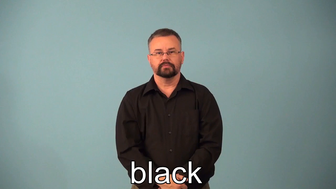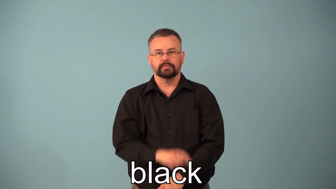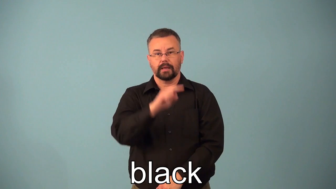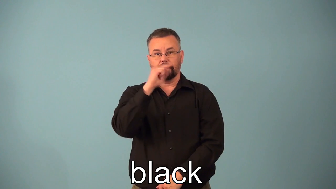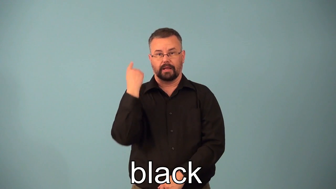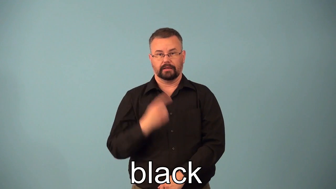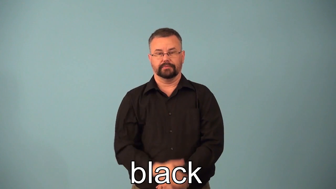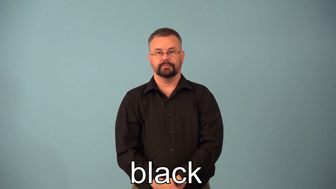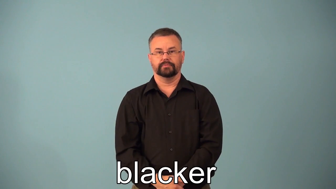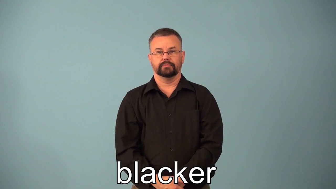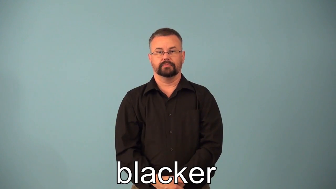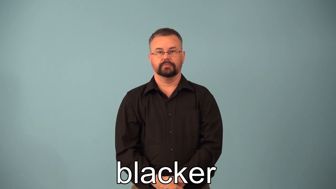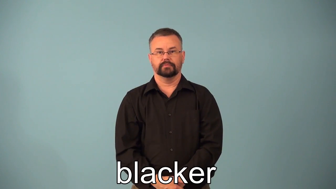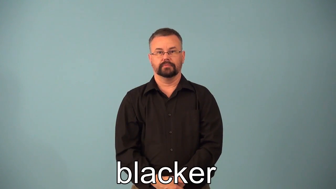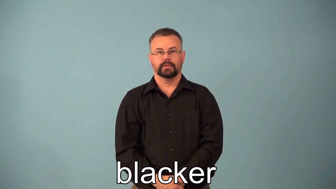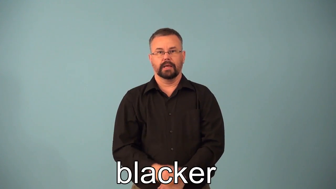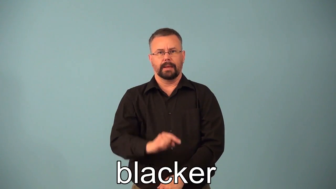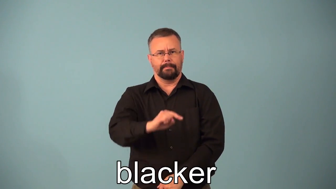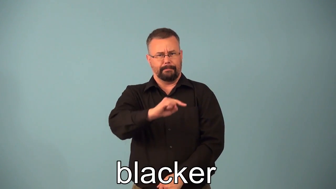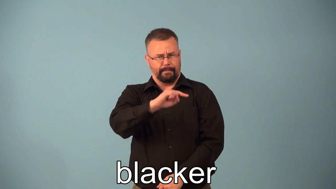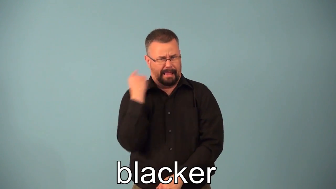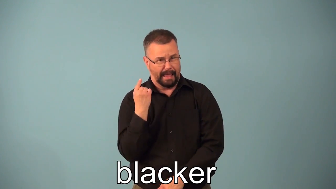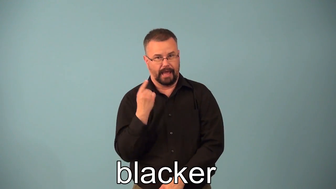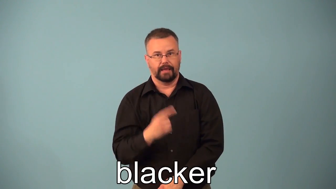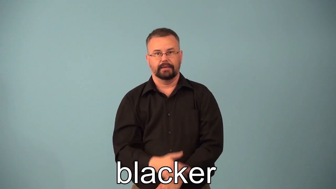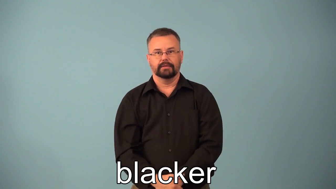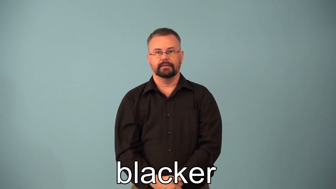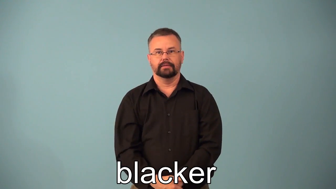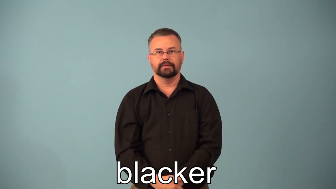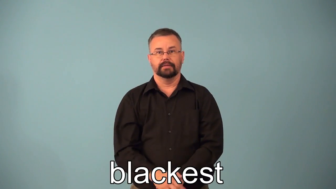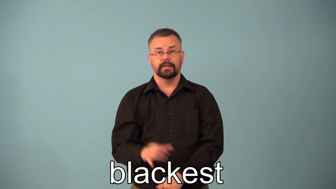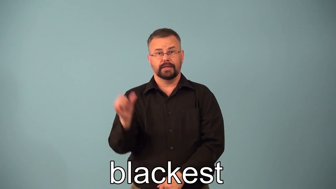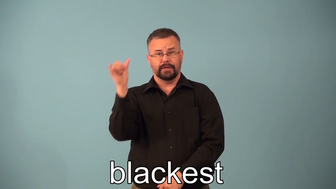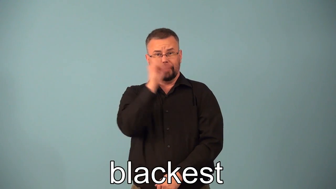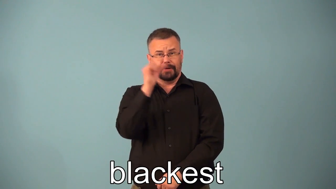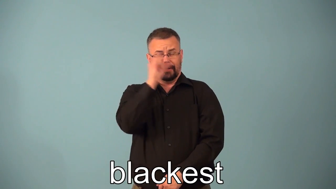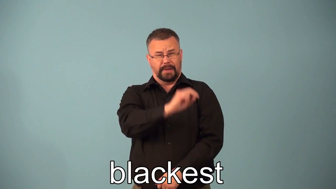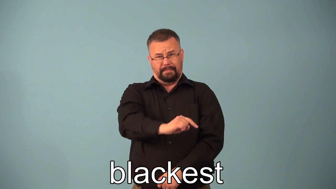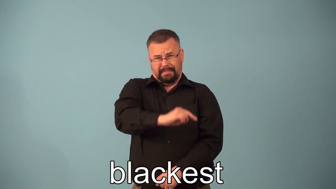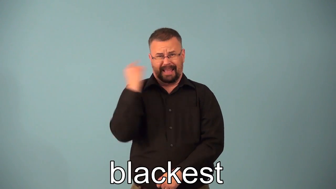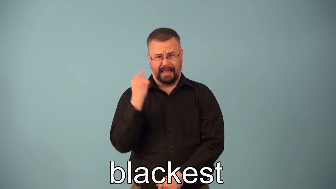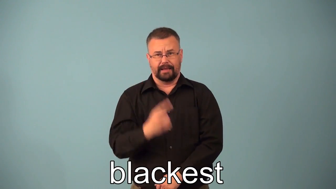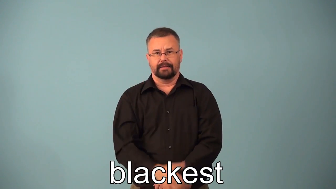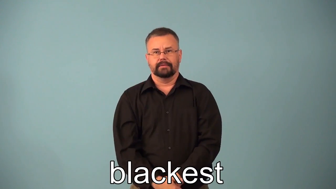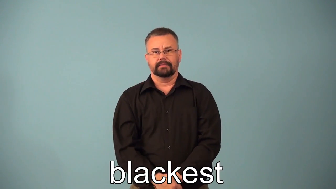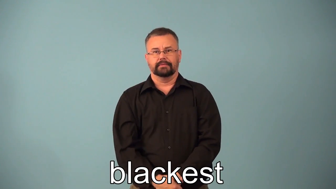blacker,blackest